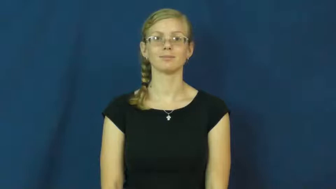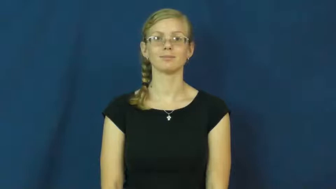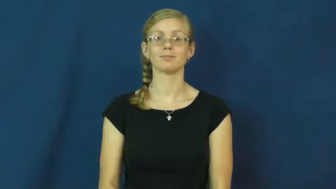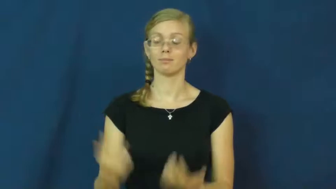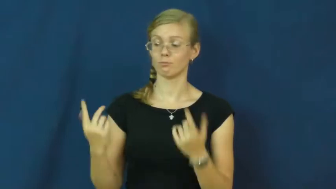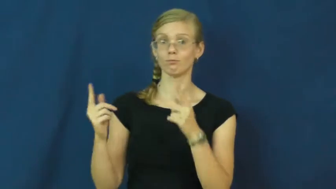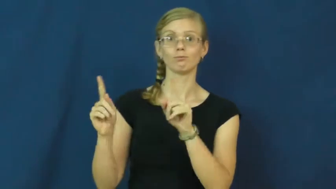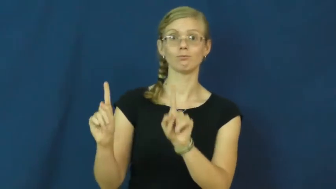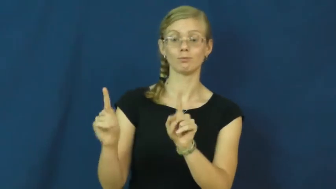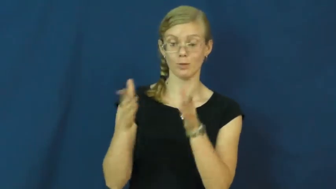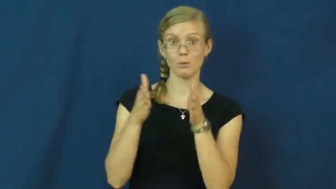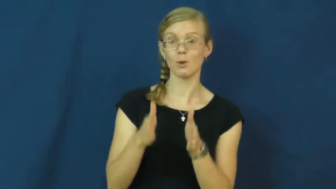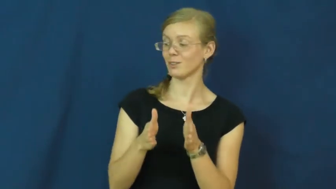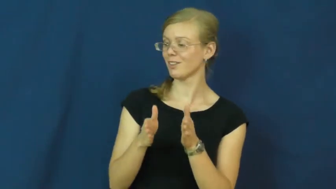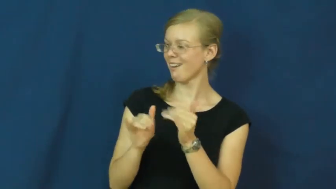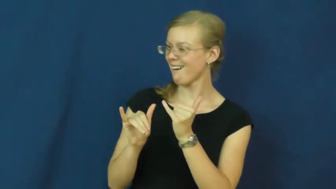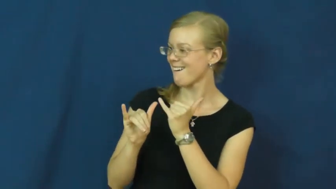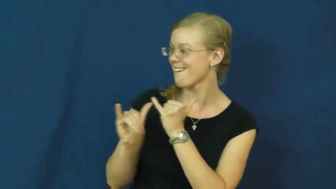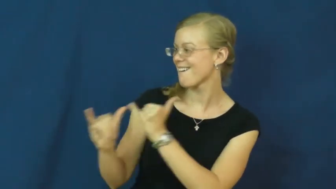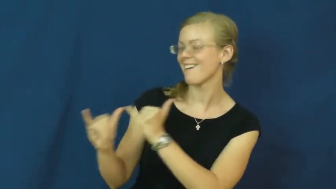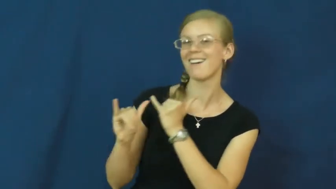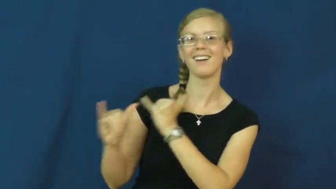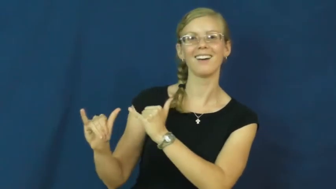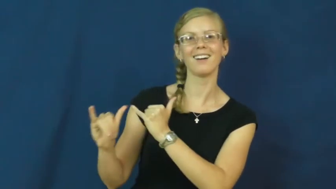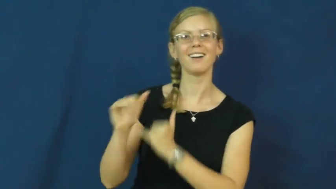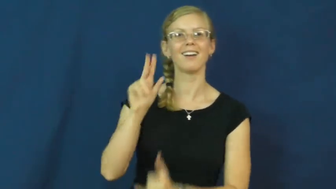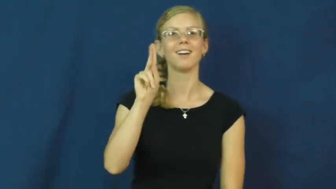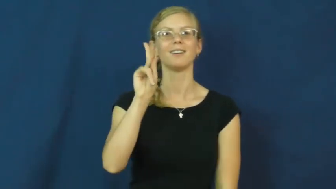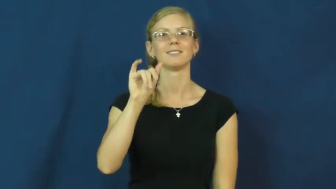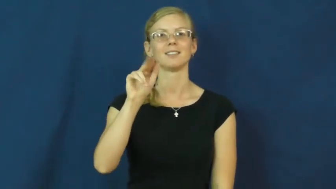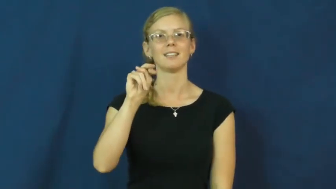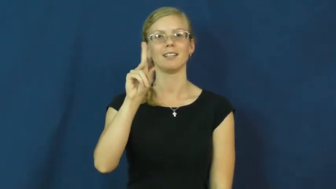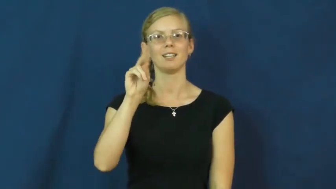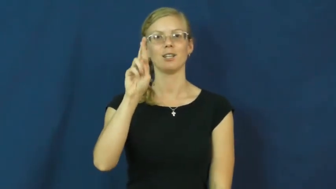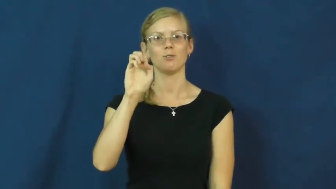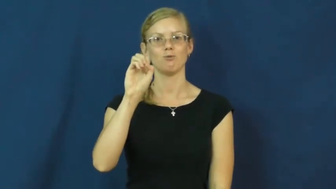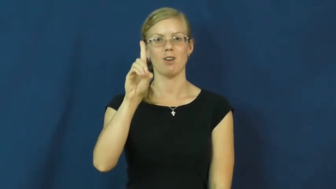kindred-similar